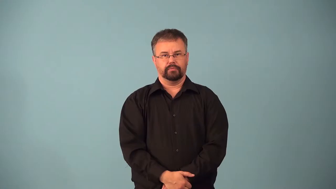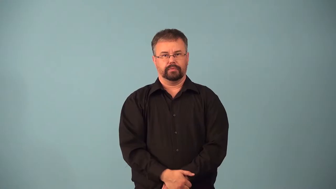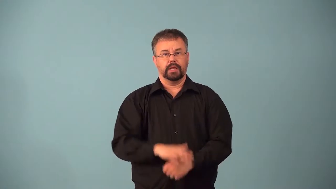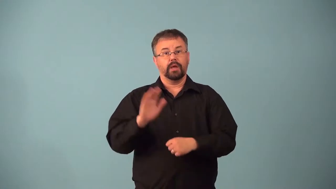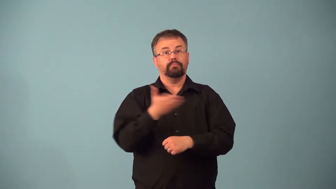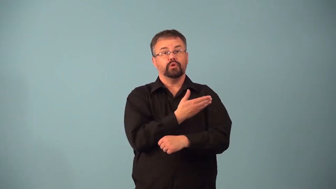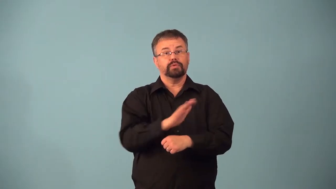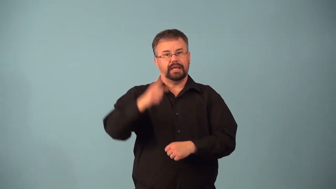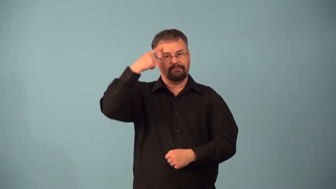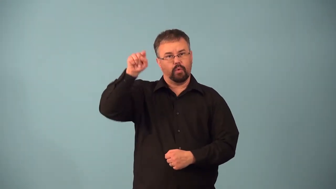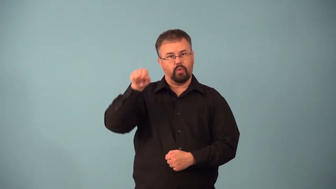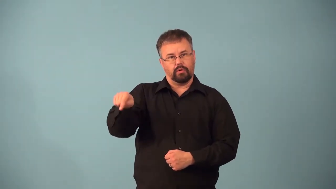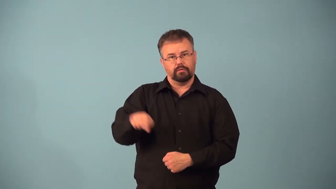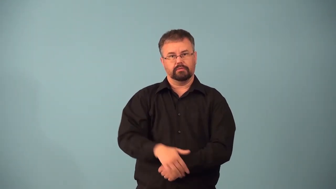accompany-music